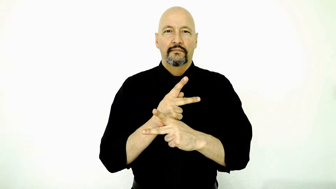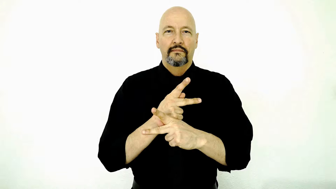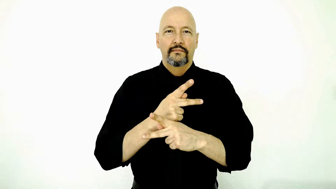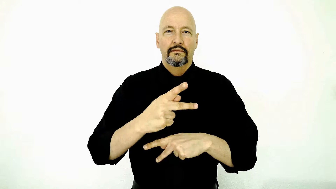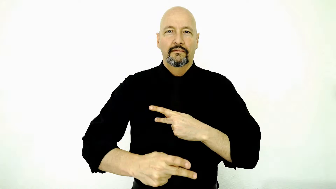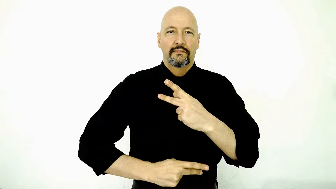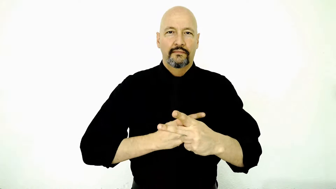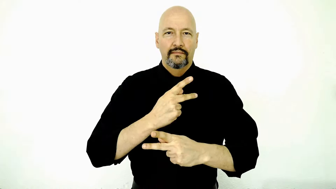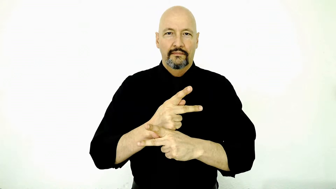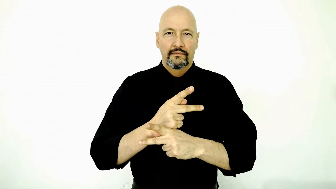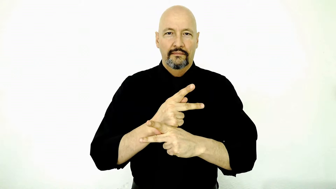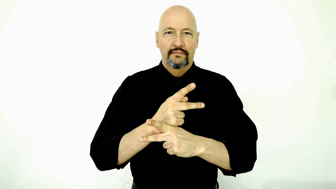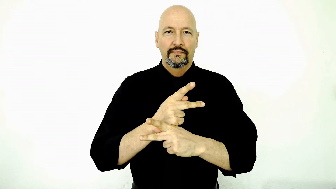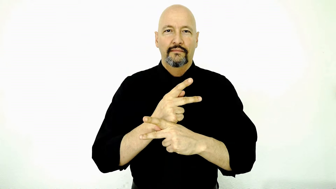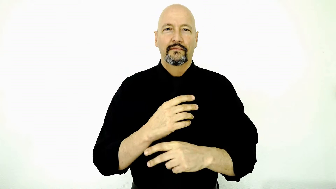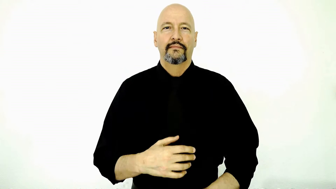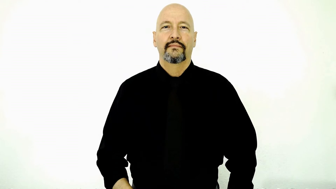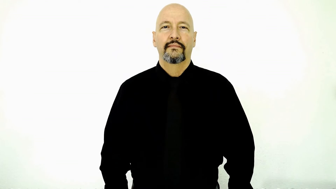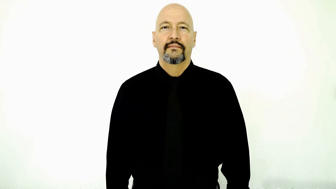version-type-kind